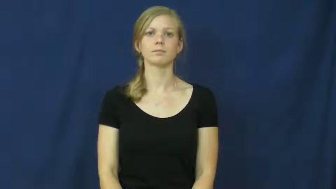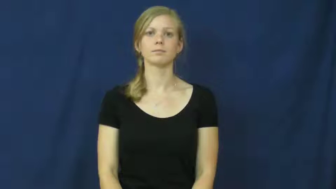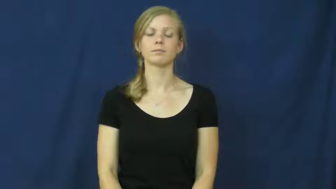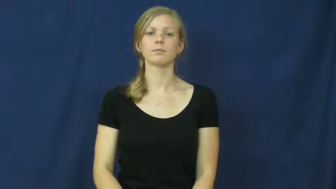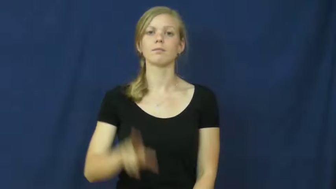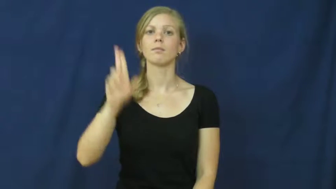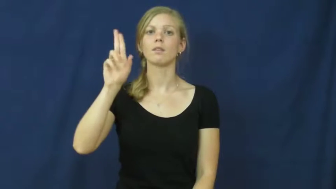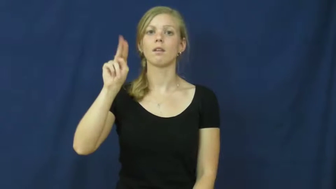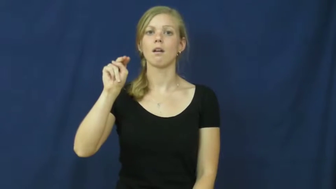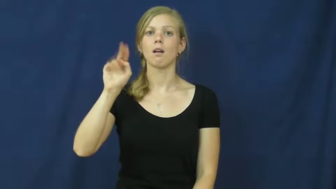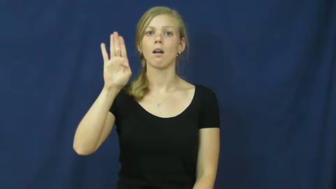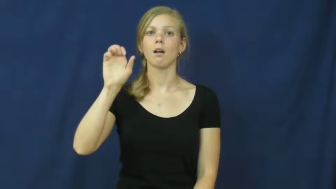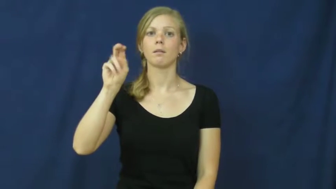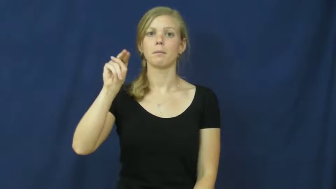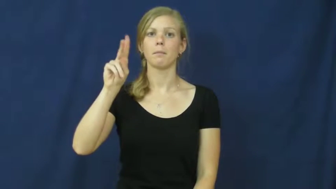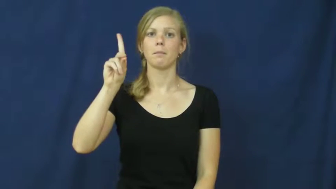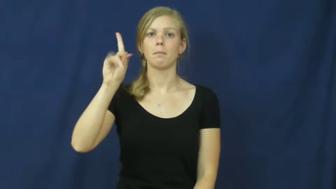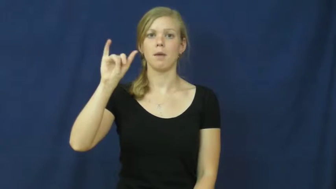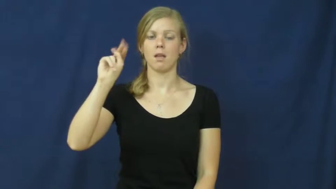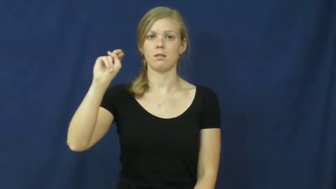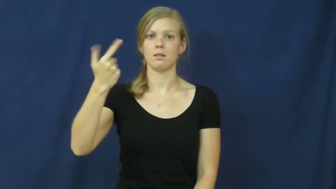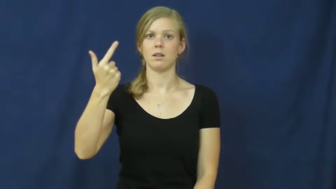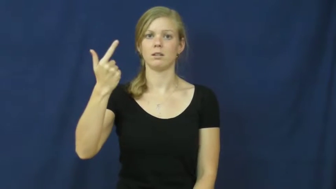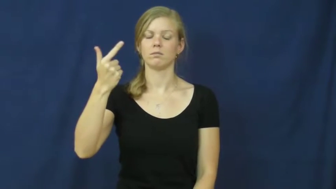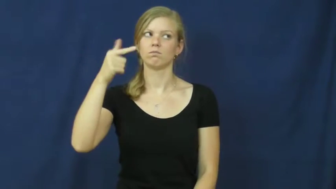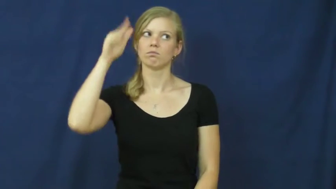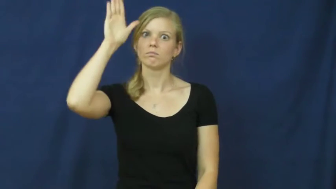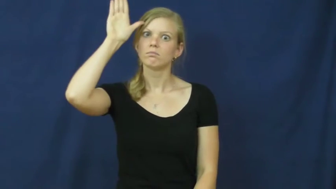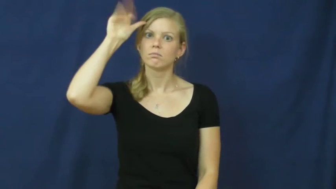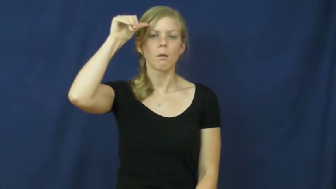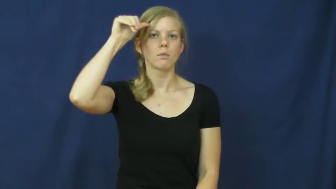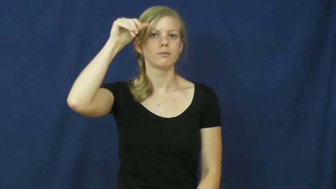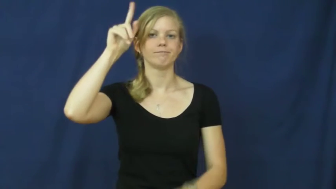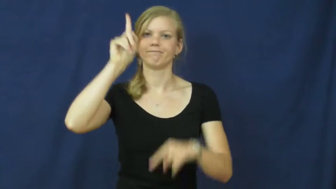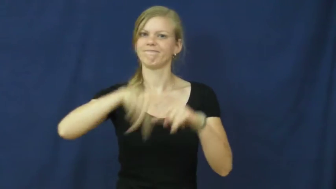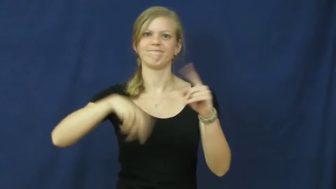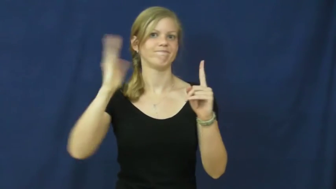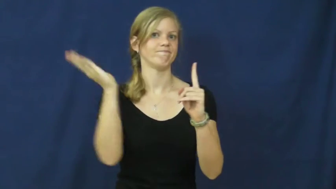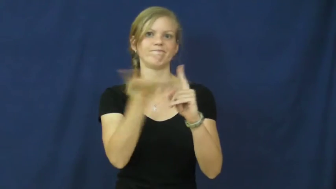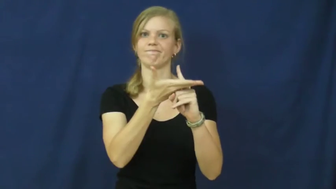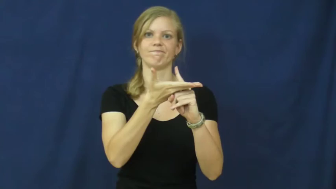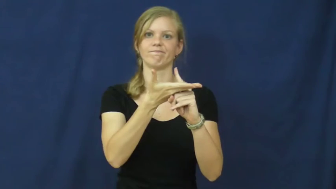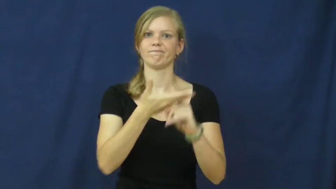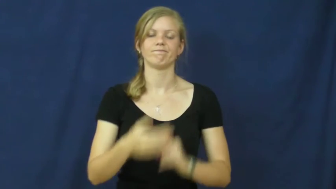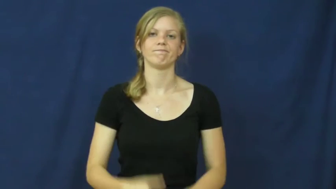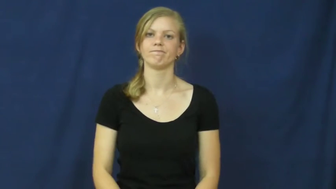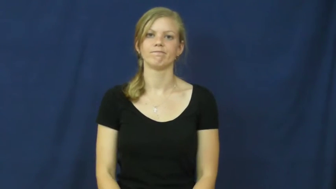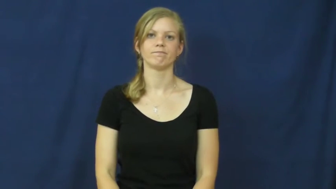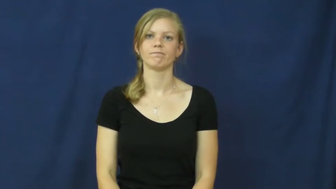unbending